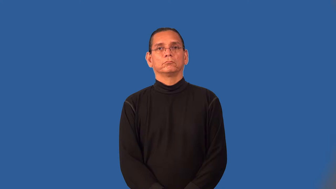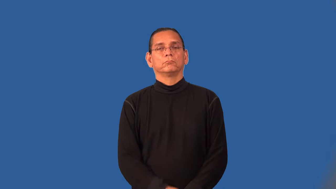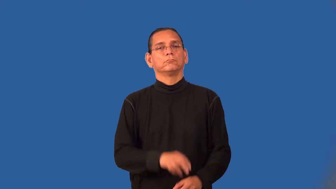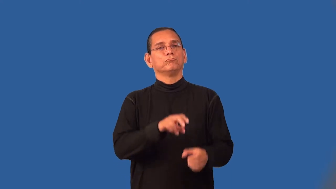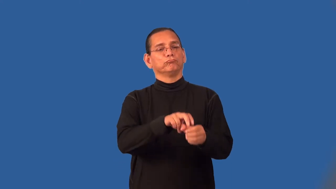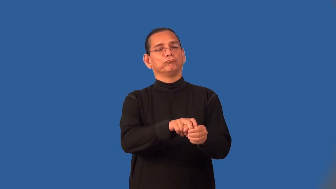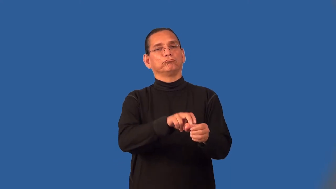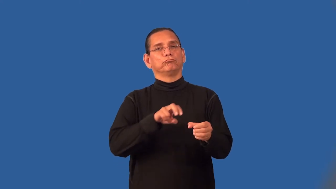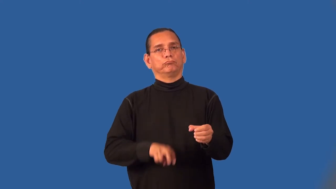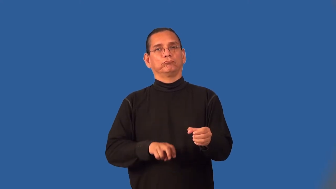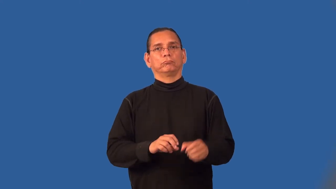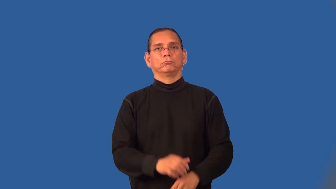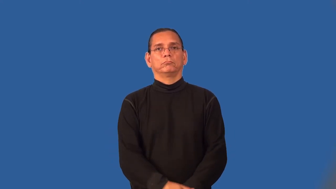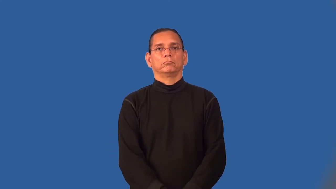resign-sign again